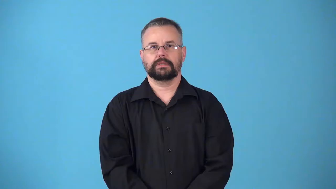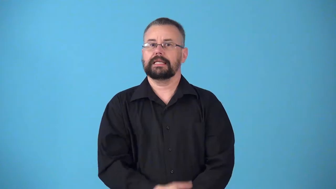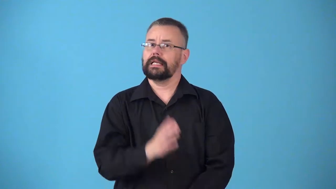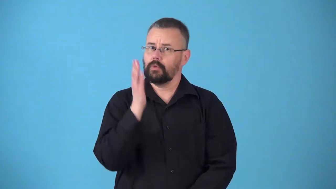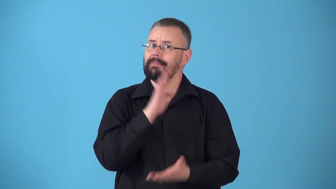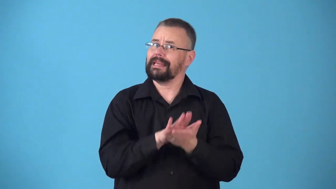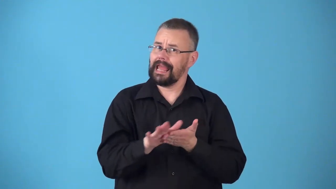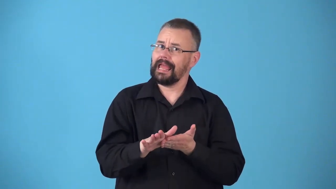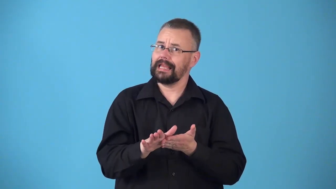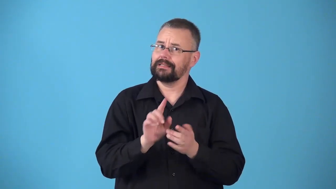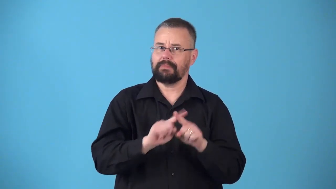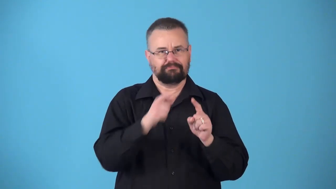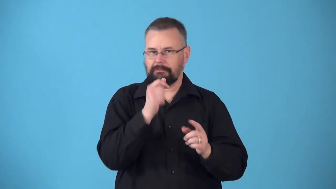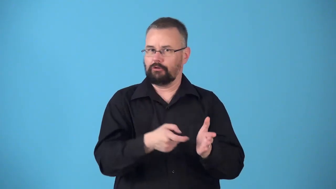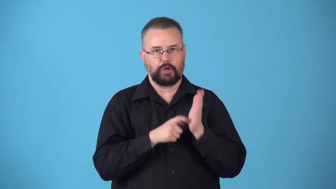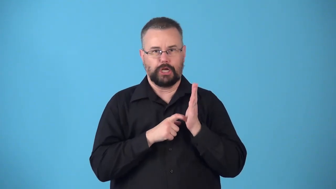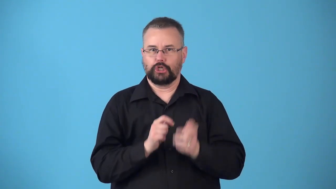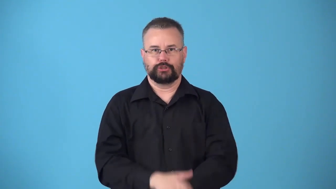nonobligatory